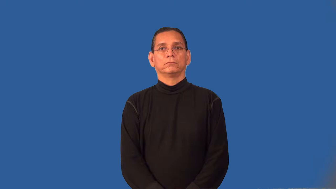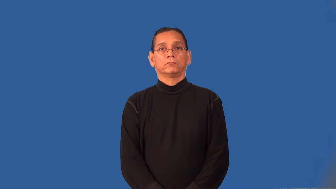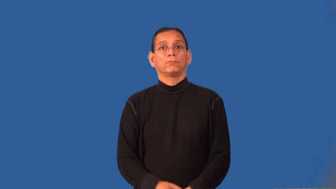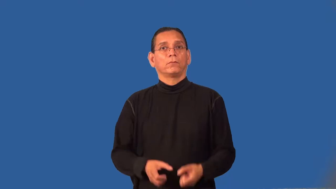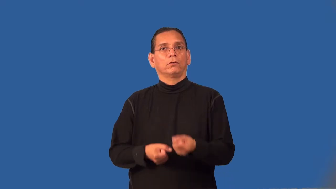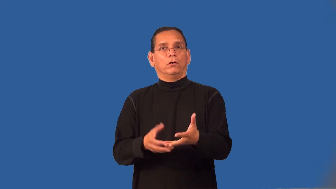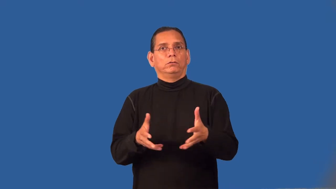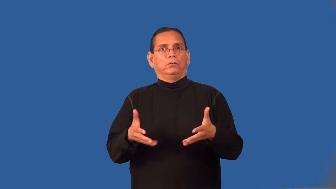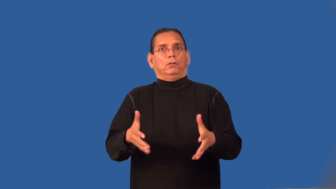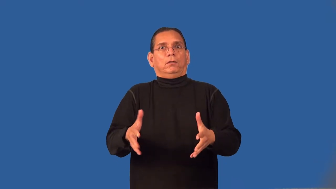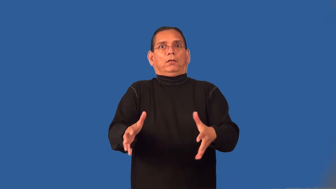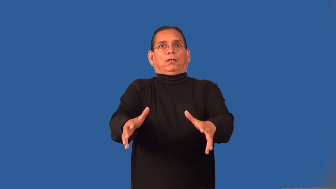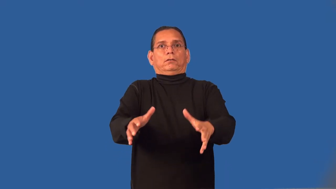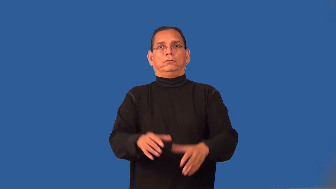rattle-unnerved